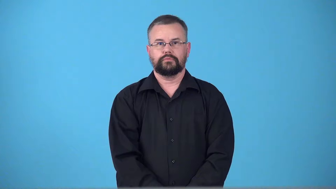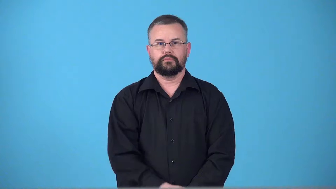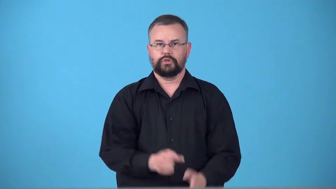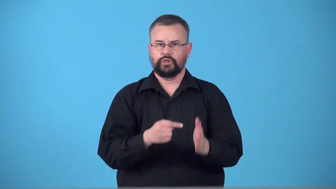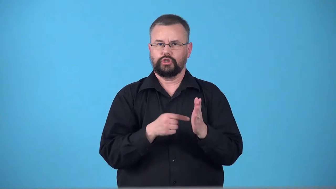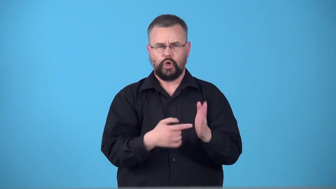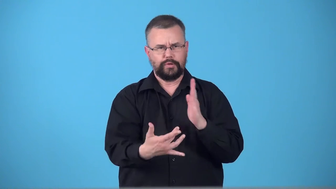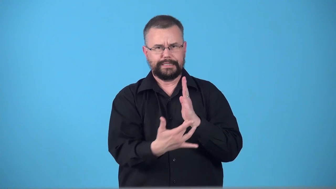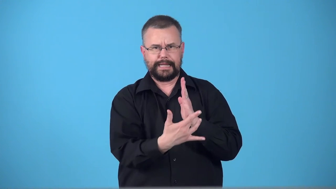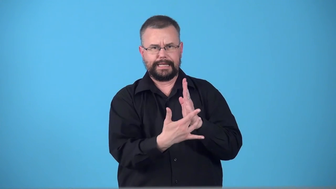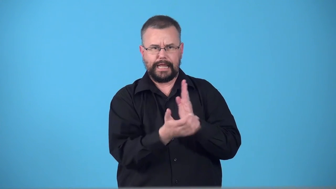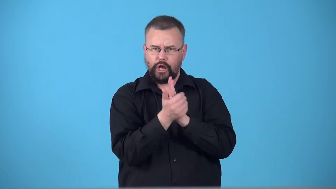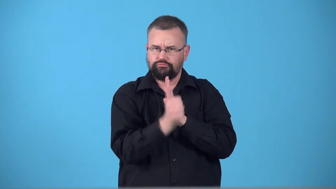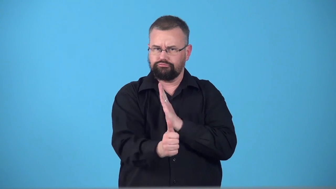technically-in a way that shows skill